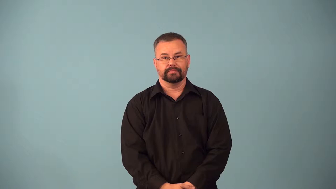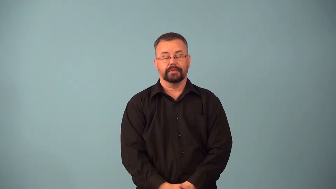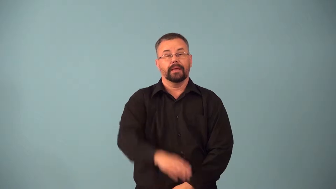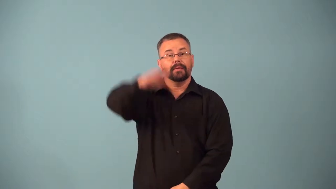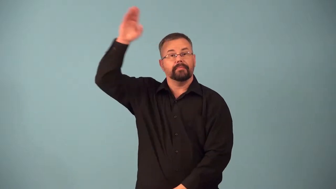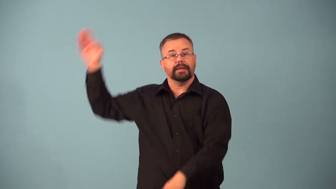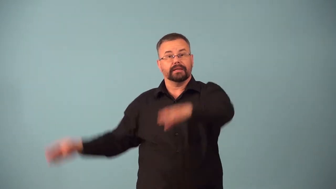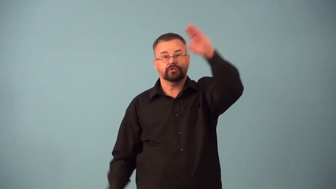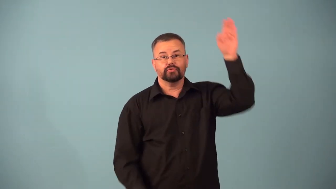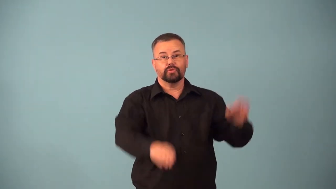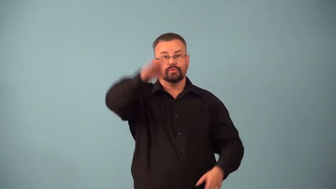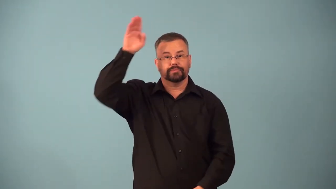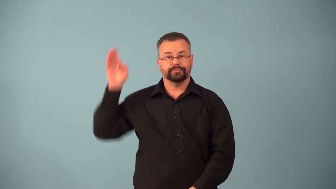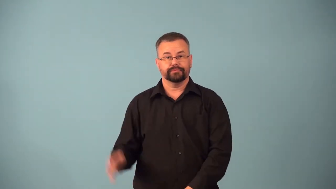backstroke